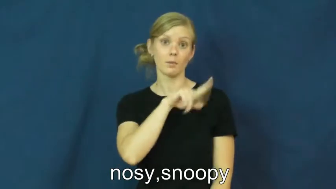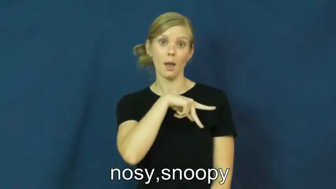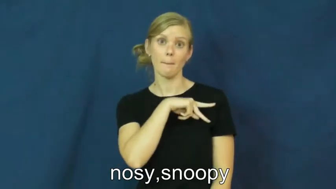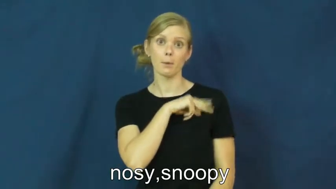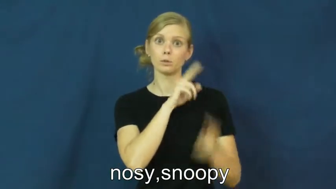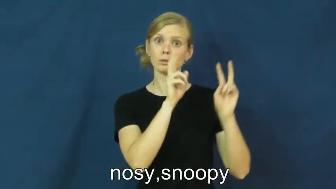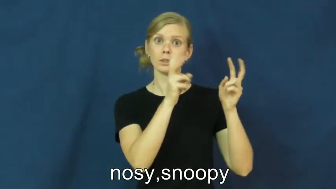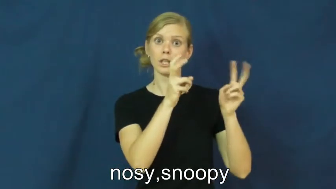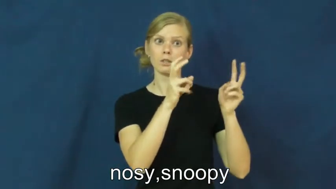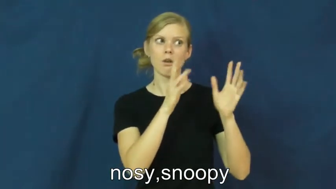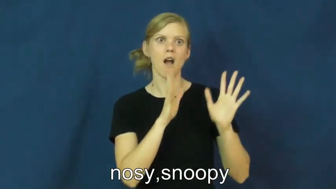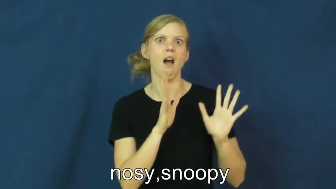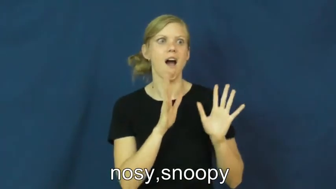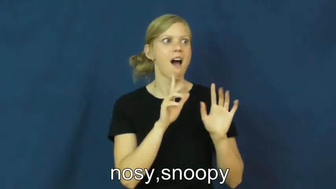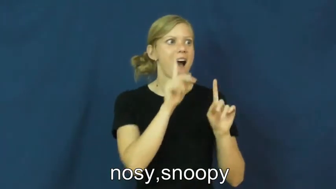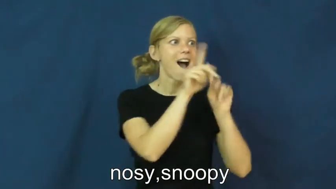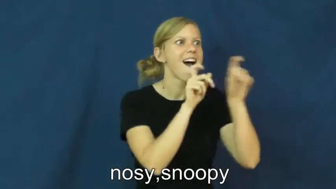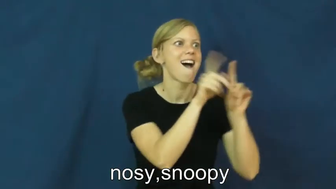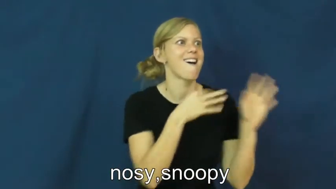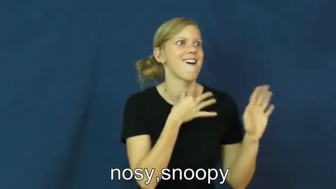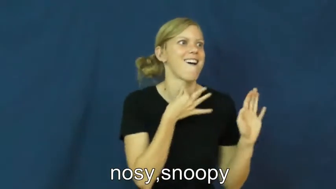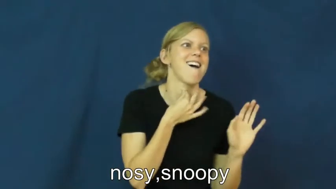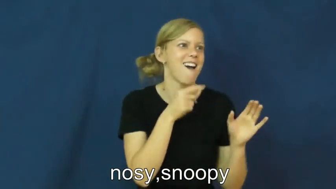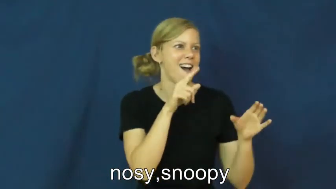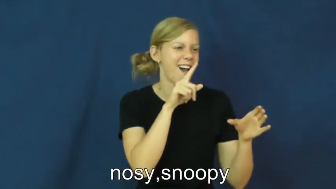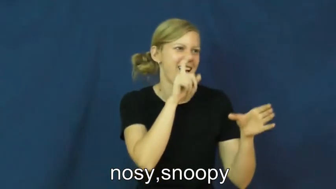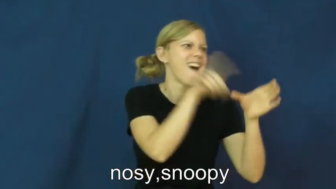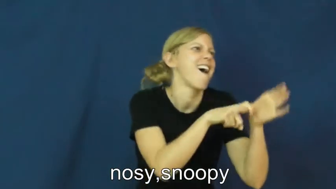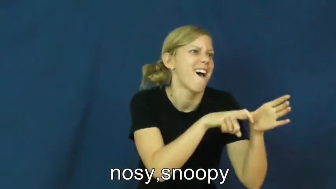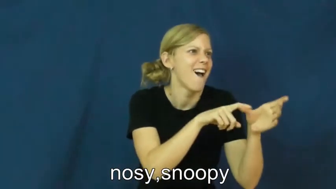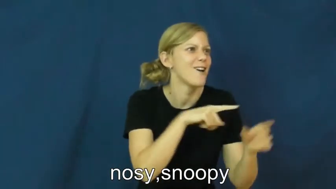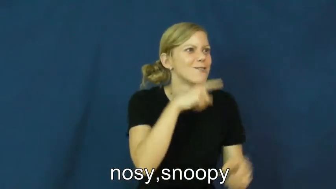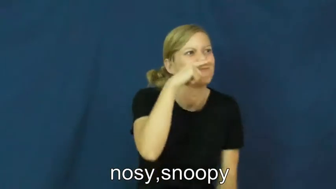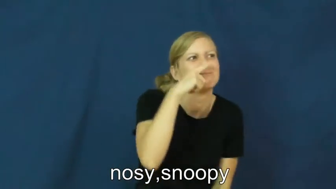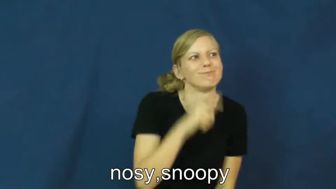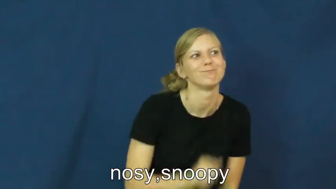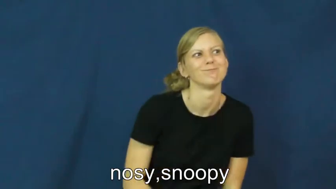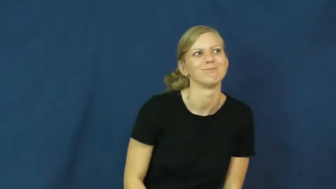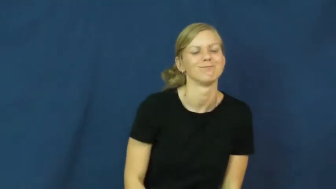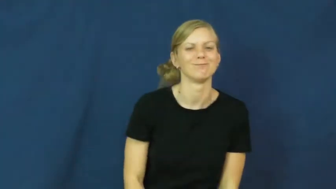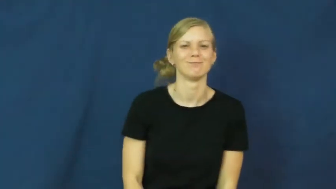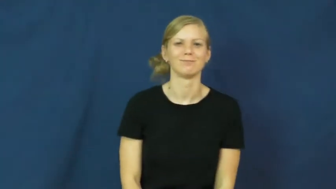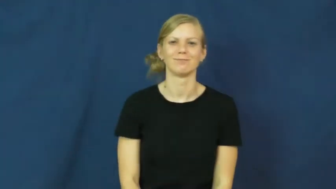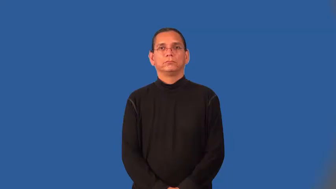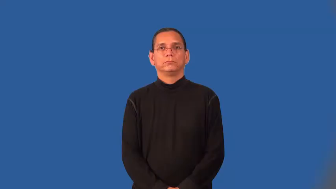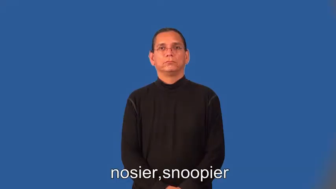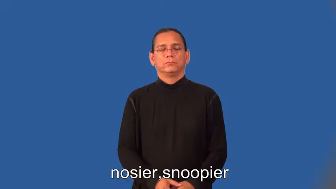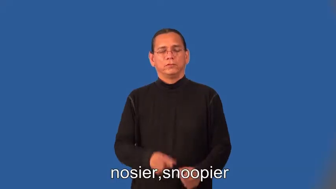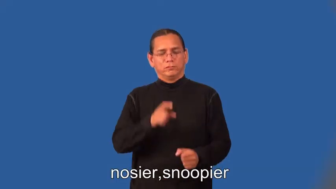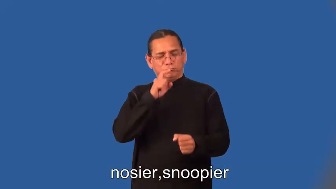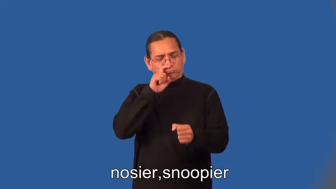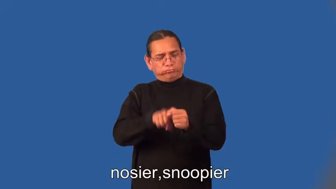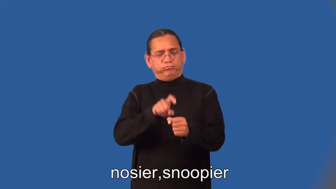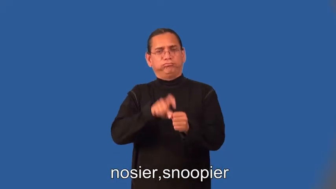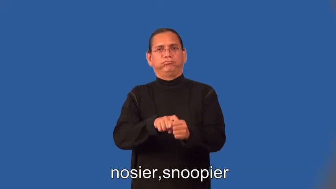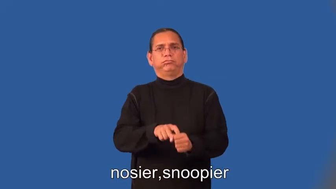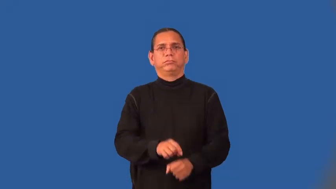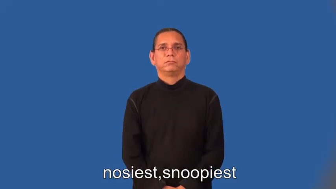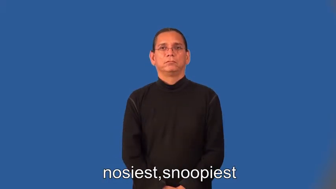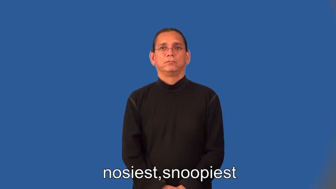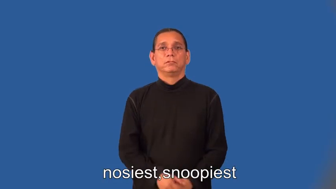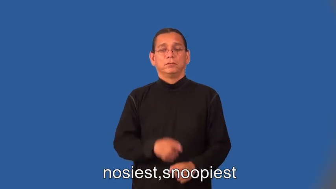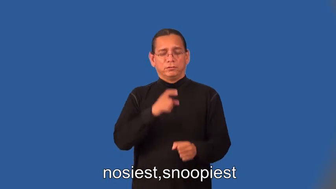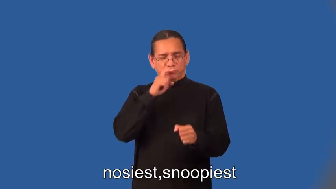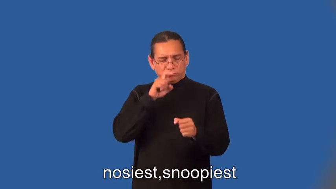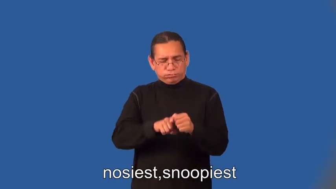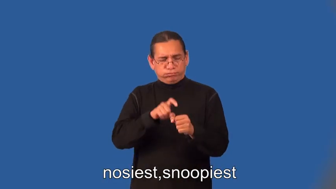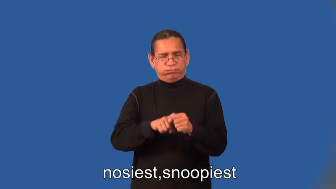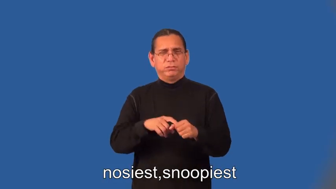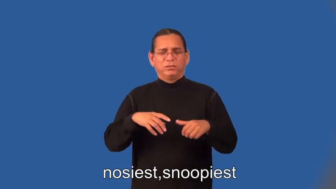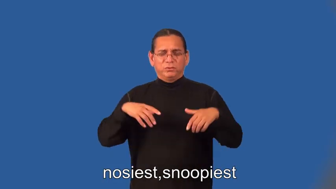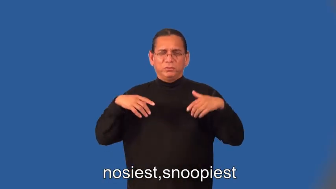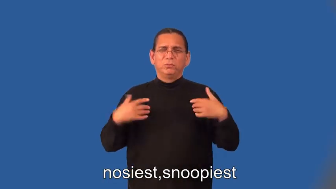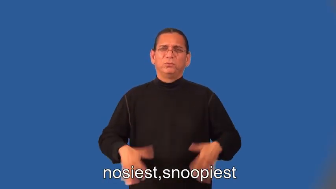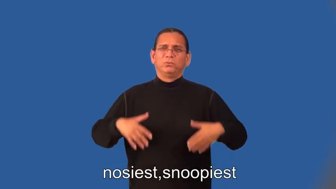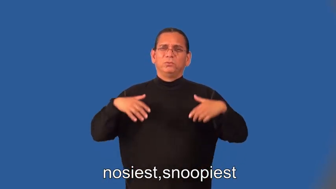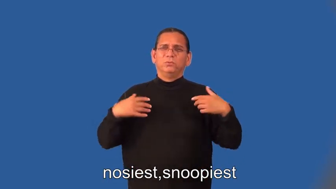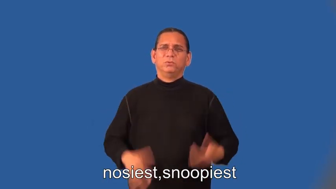nosier,snoopier,nosiest,snoopiest